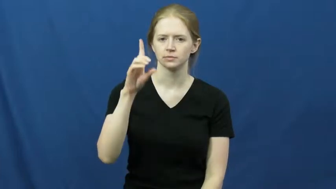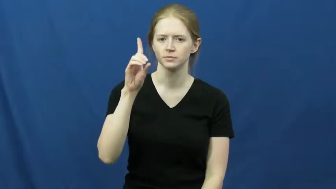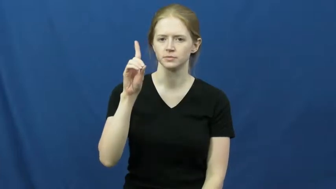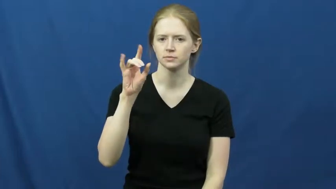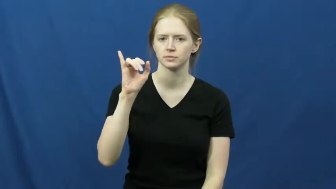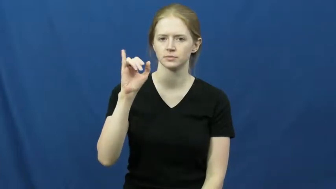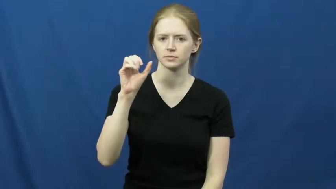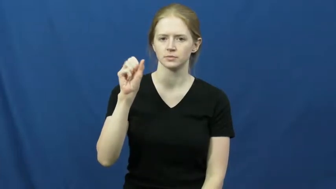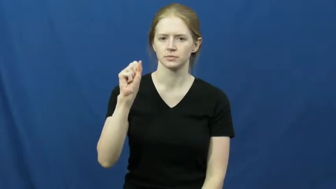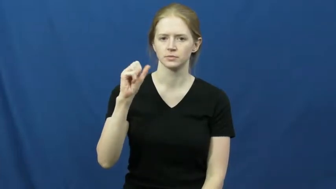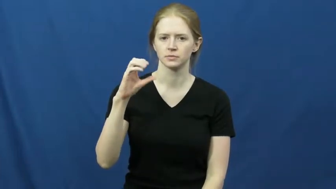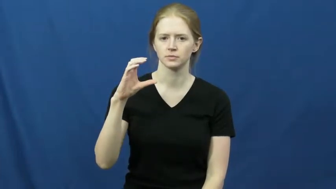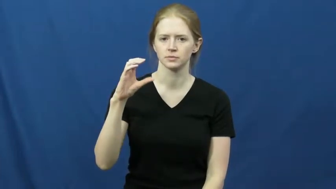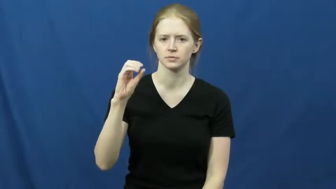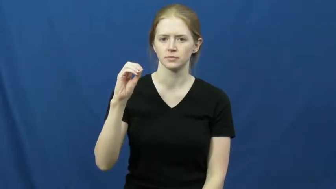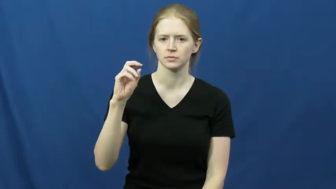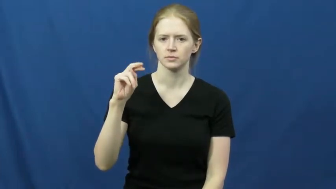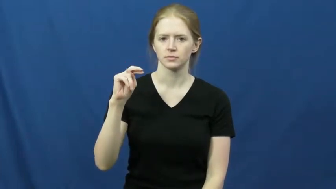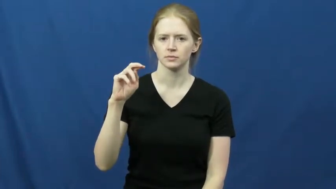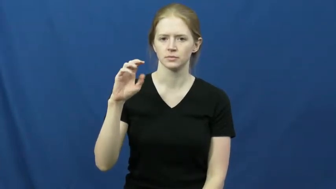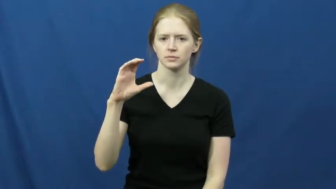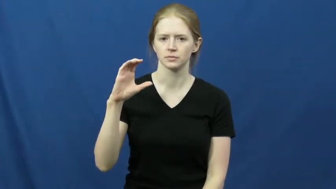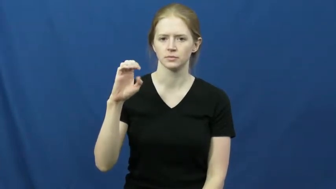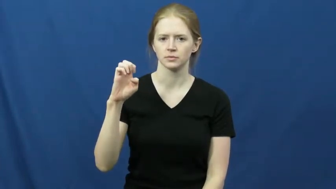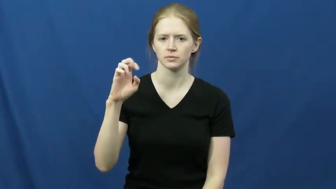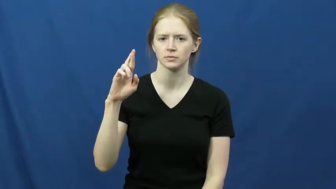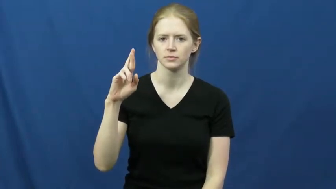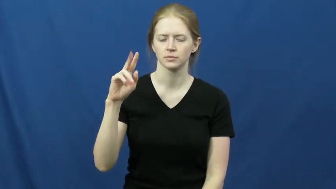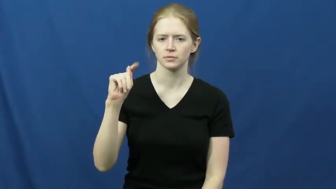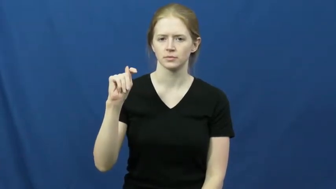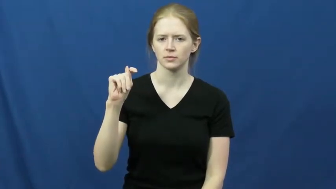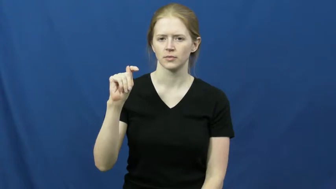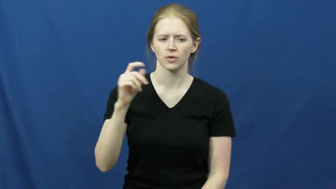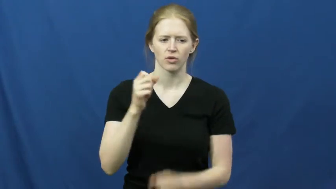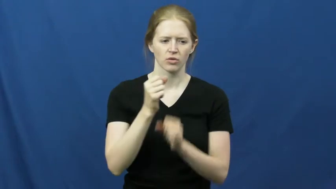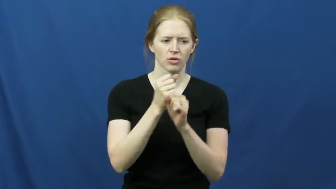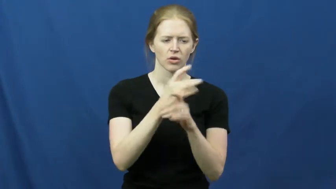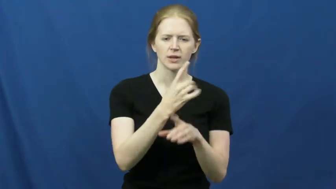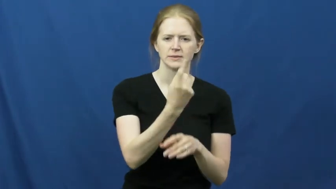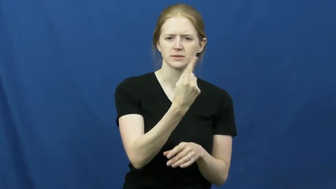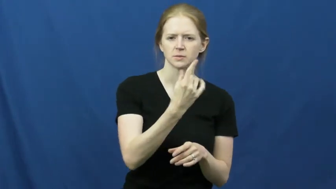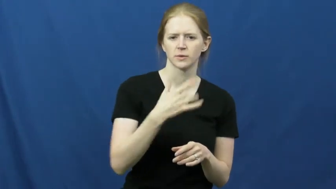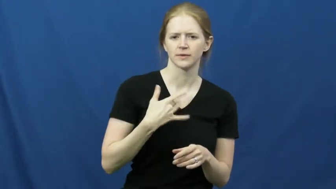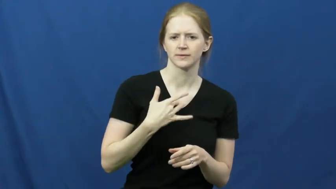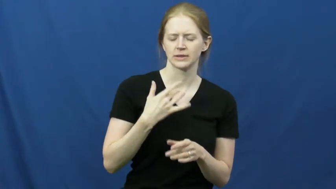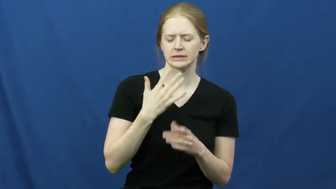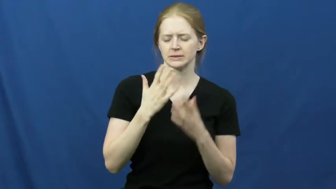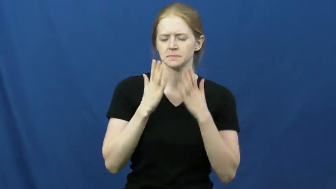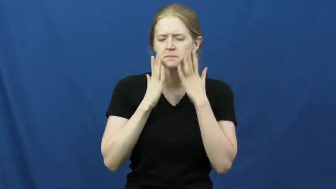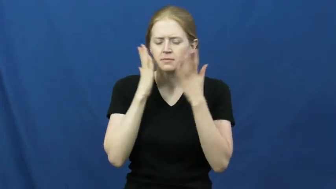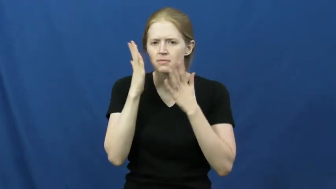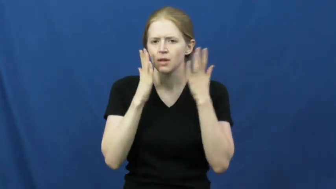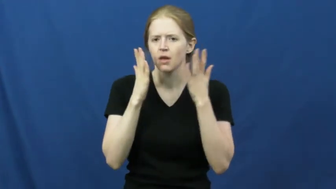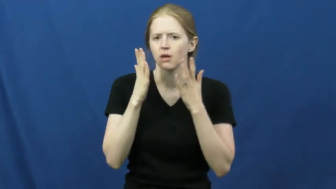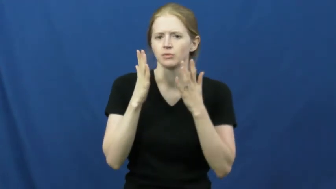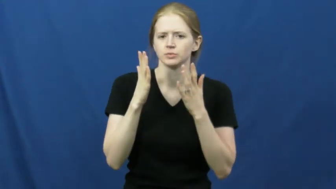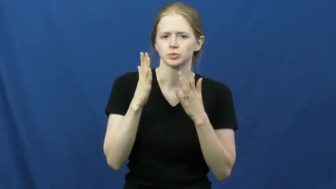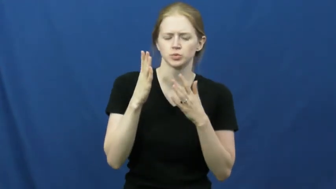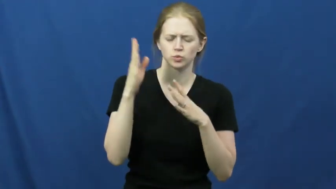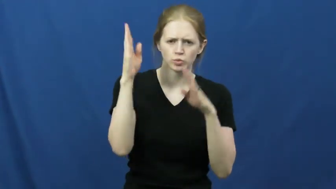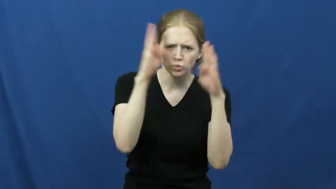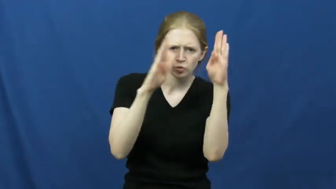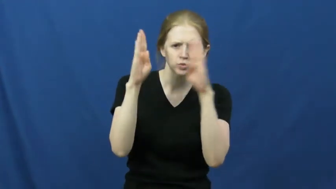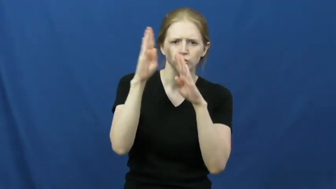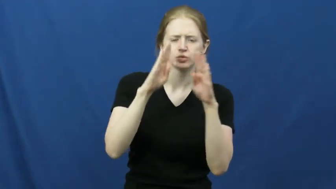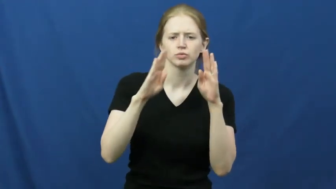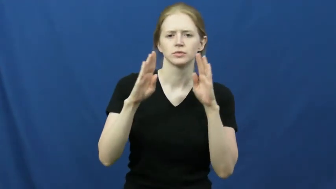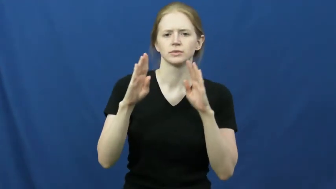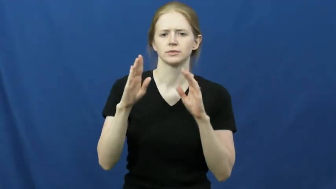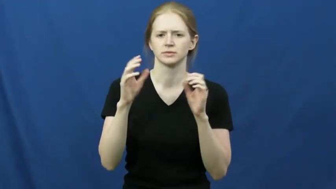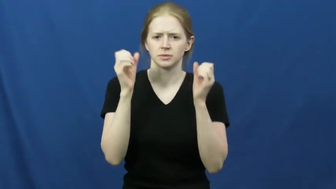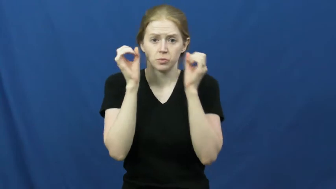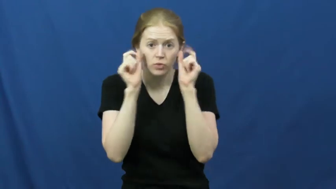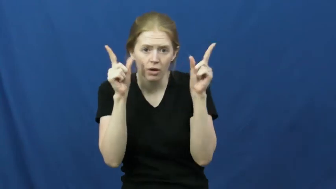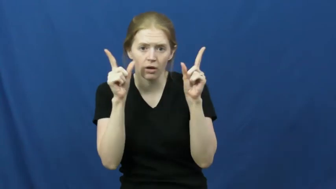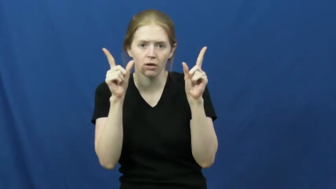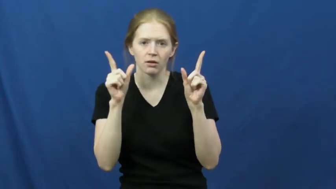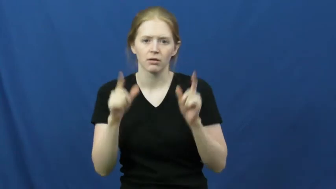disconcert